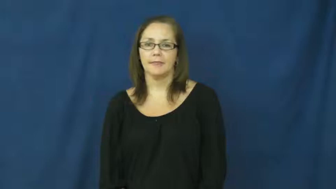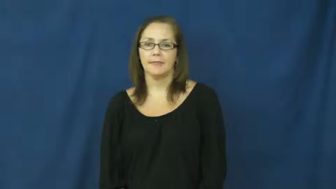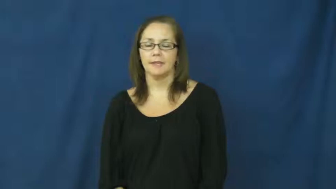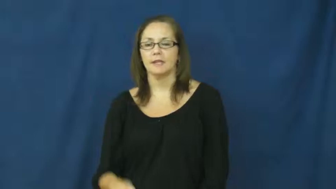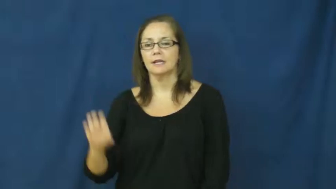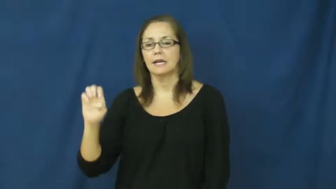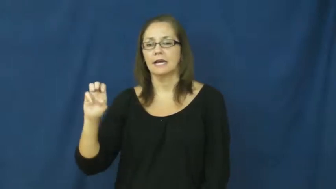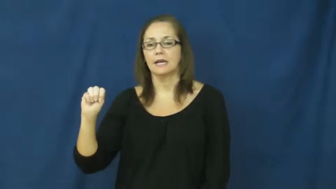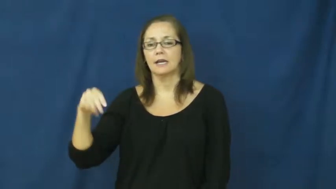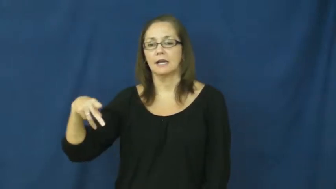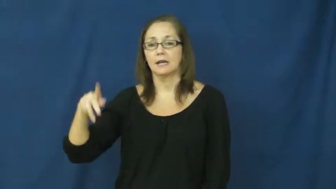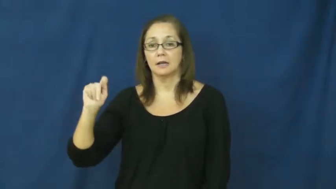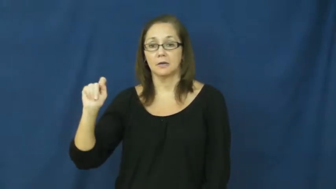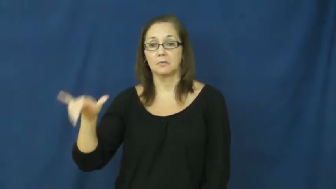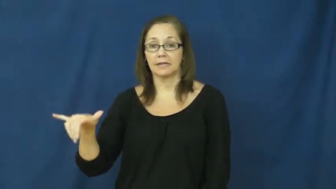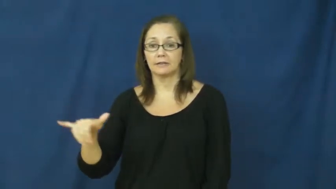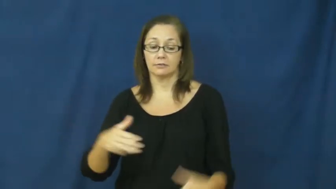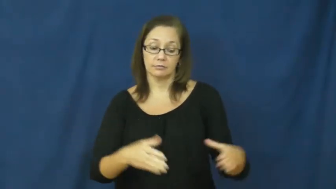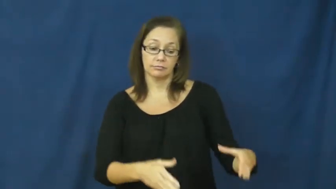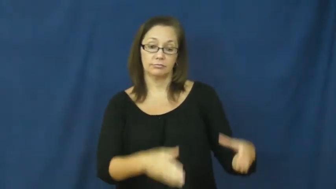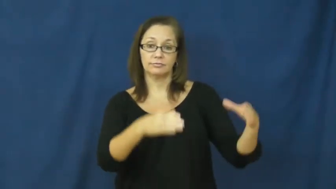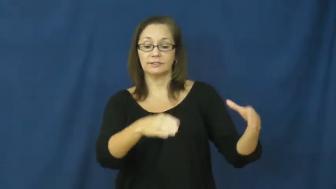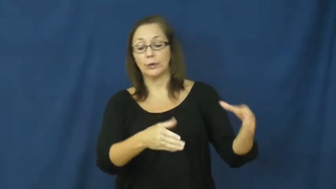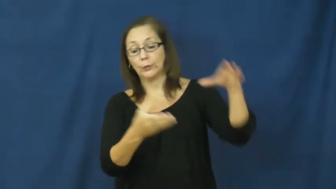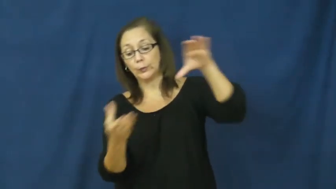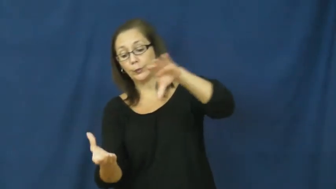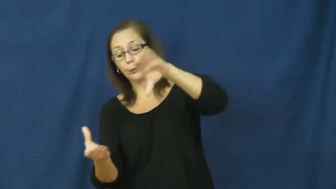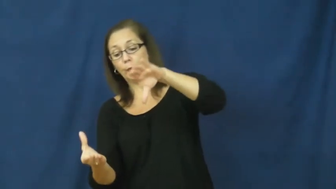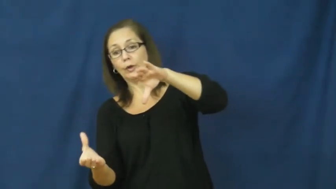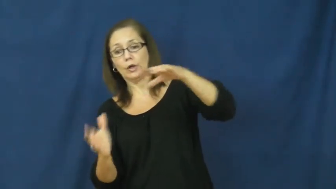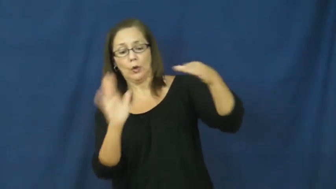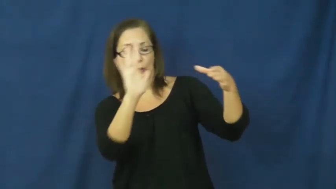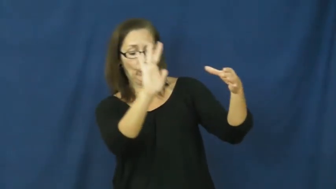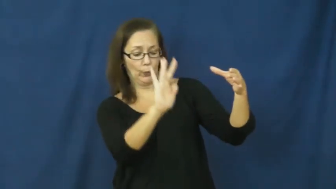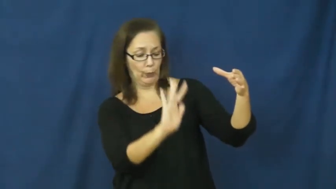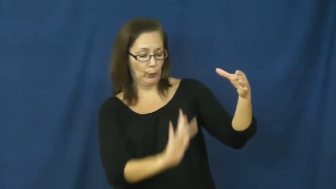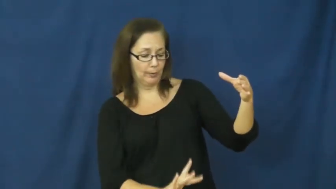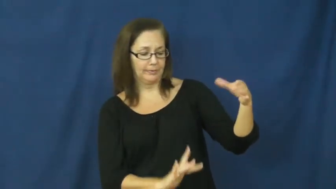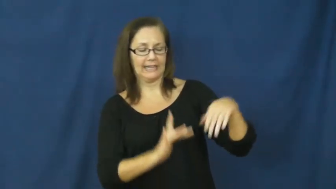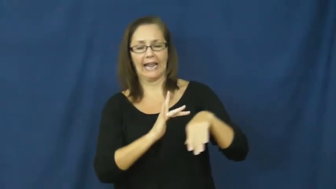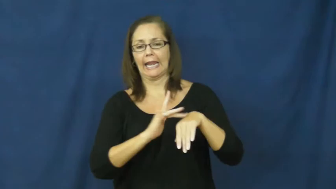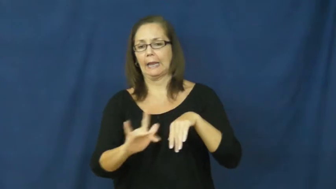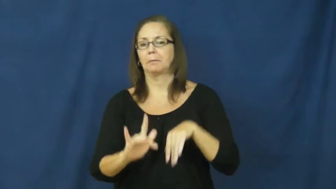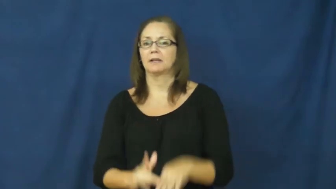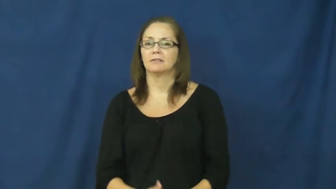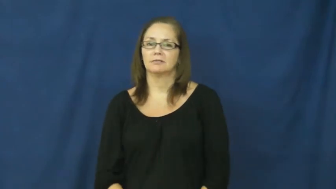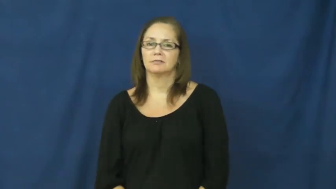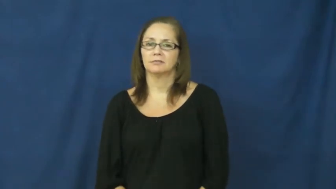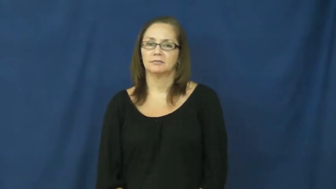empty,empty into,empty out-verb